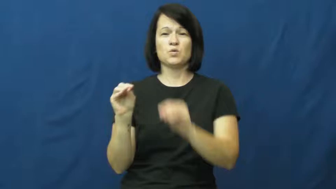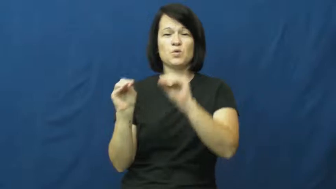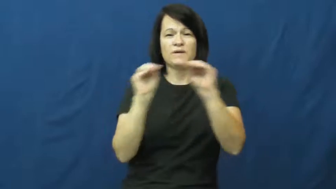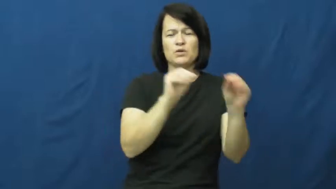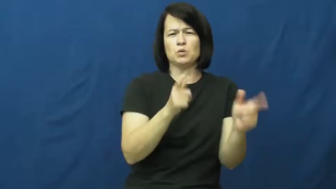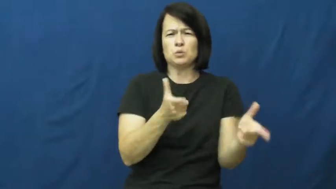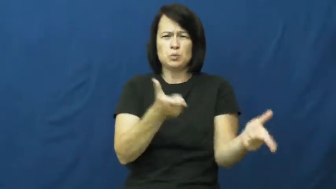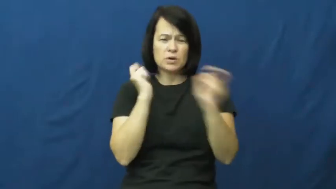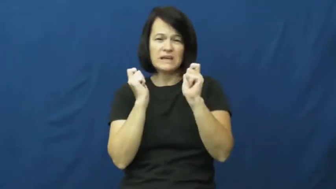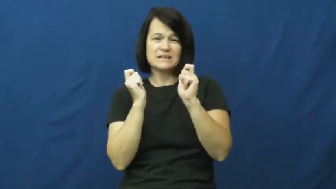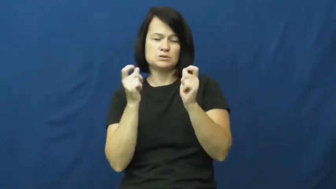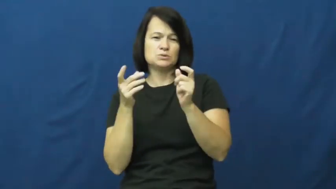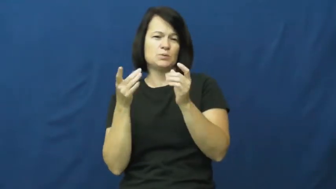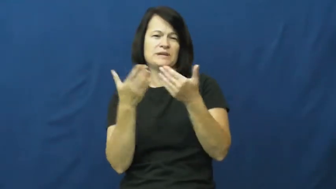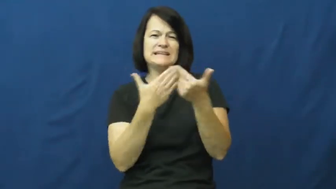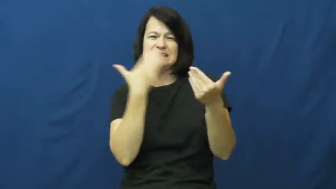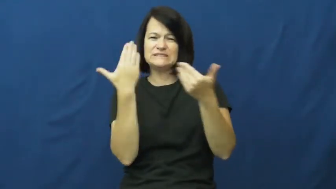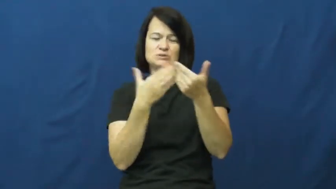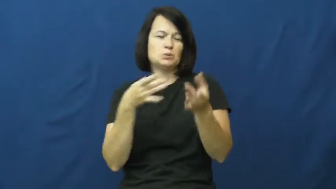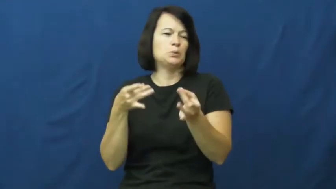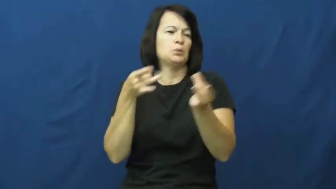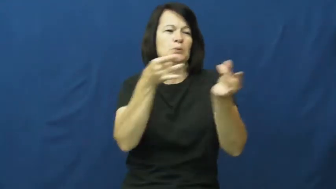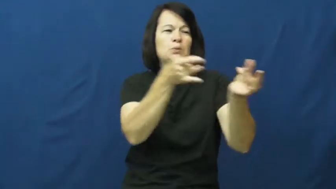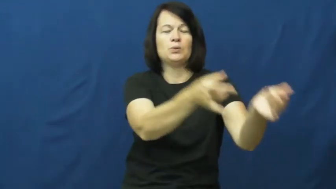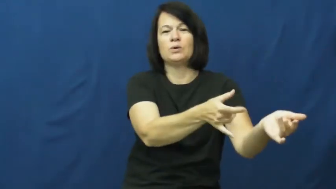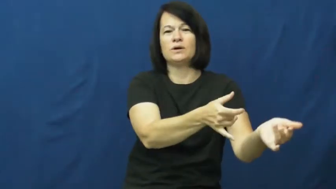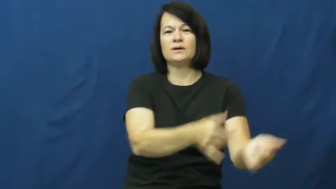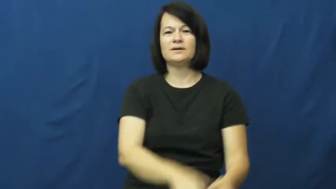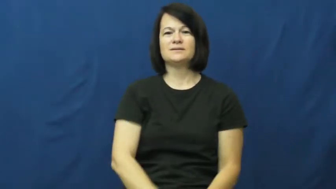agile,crisp-move quickly